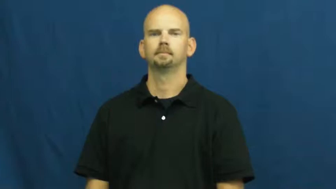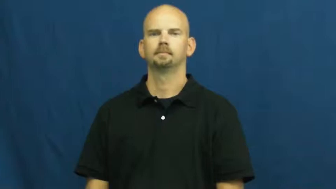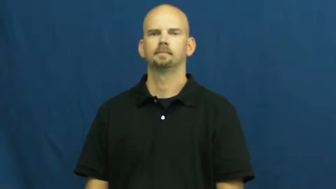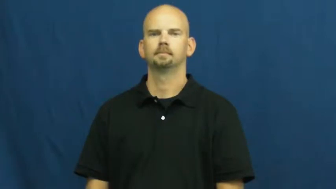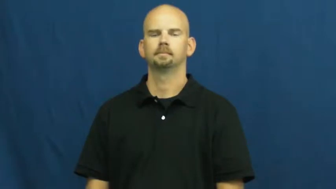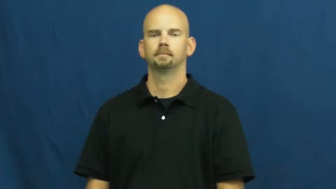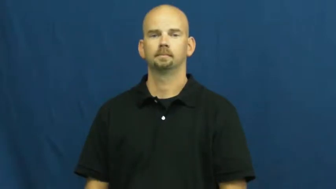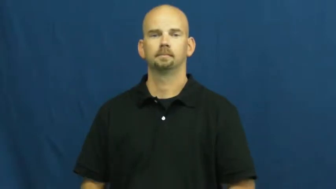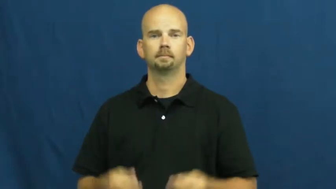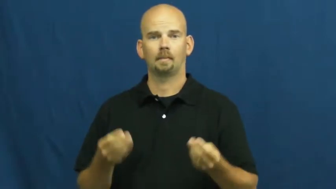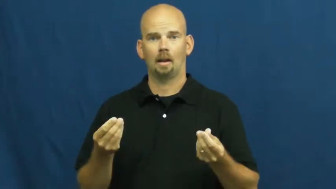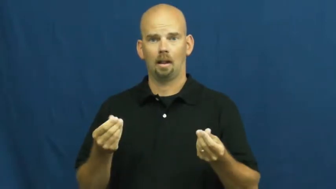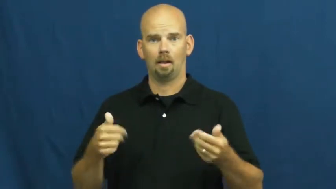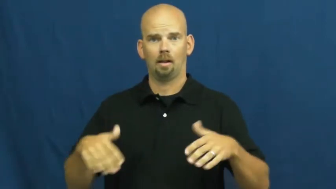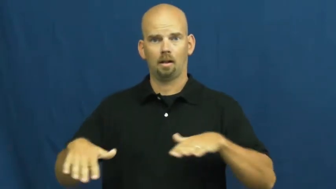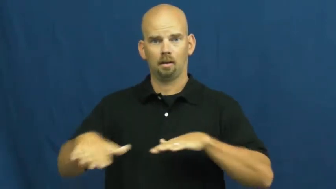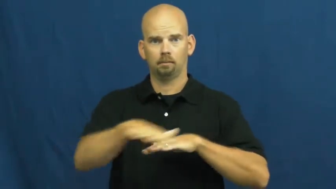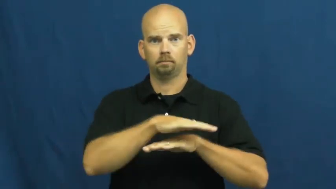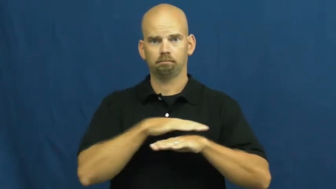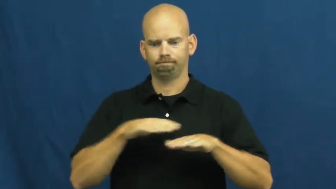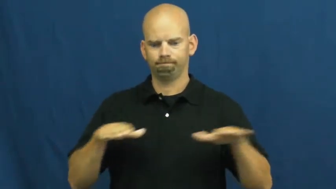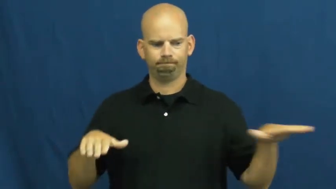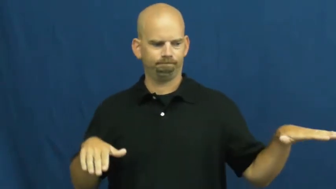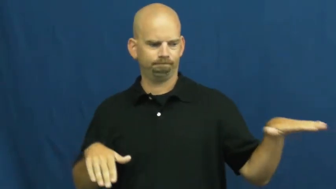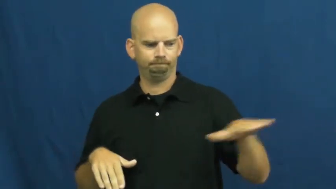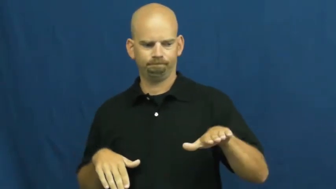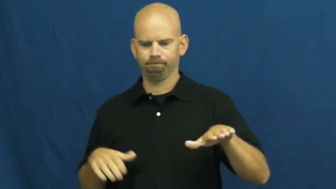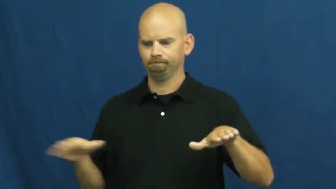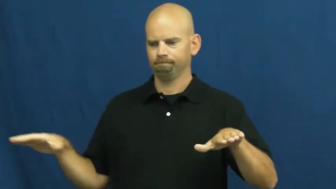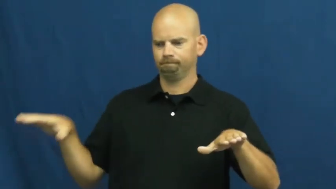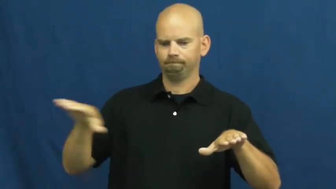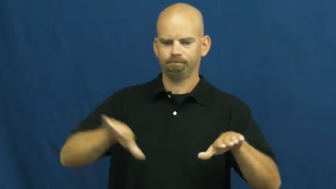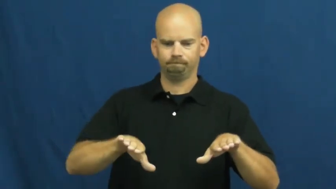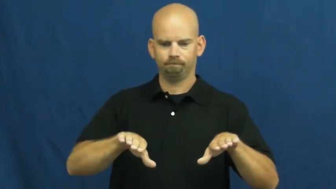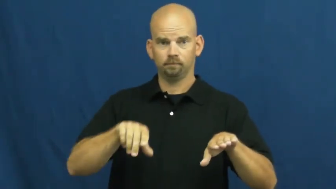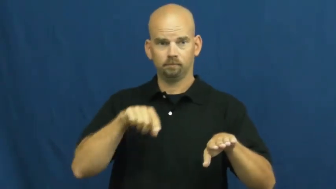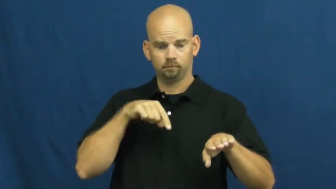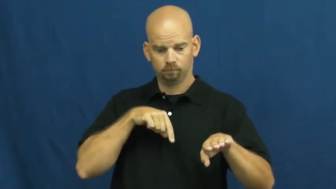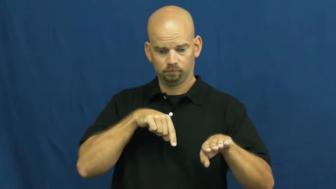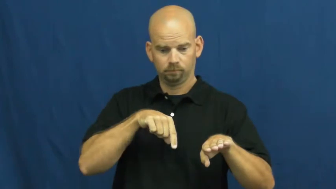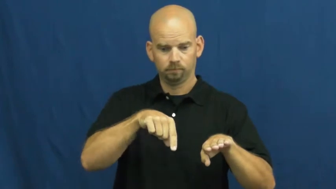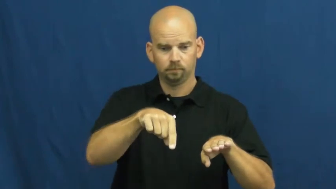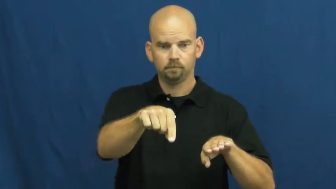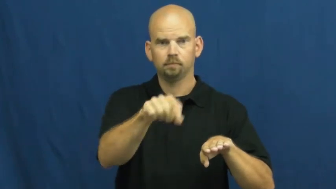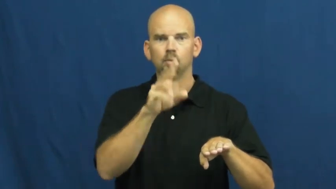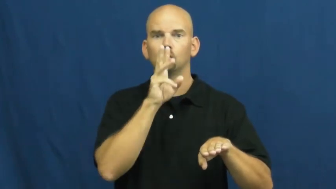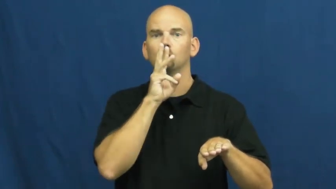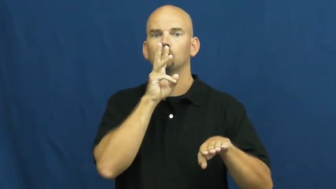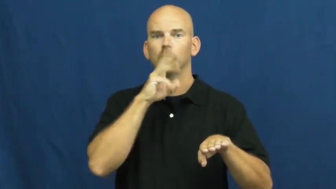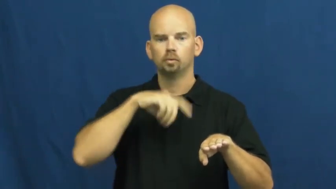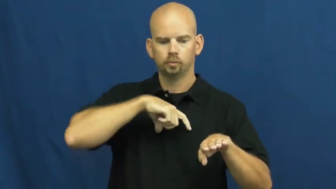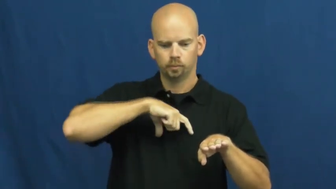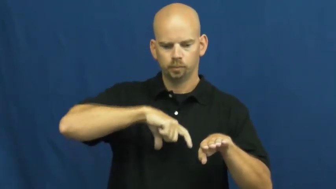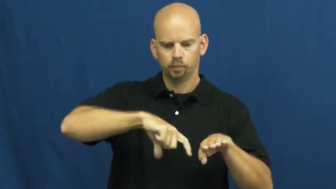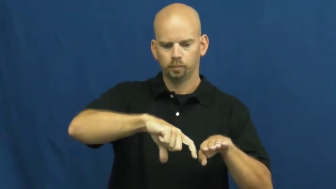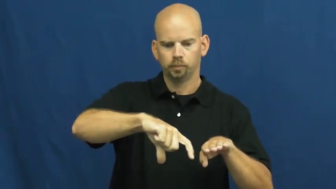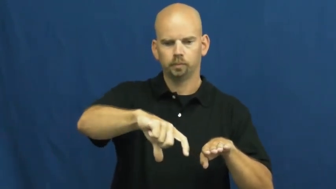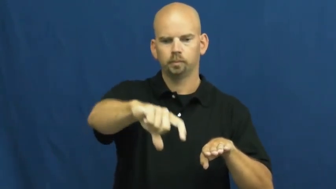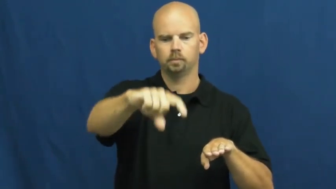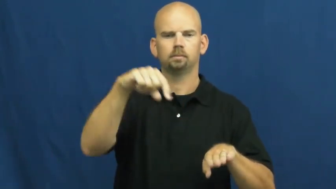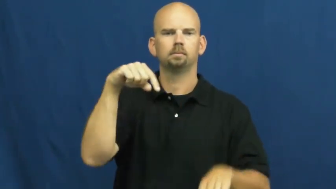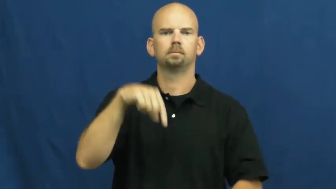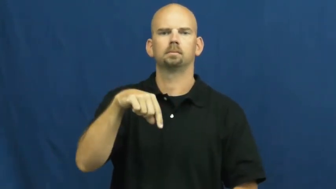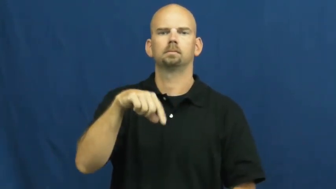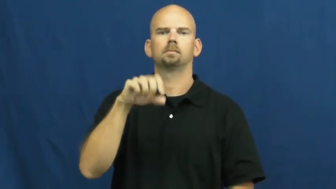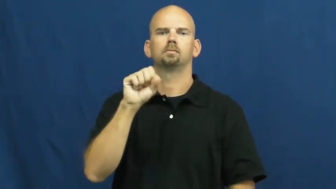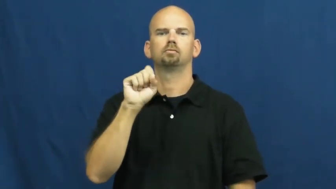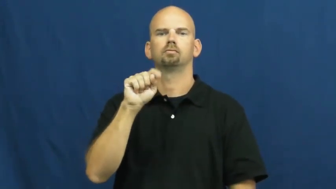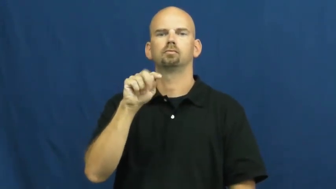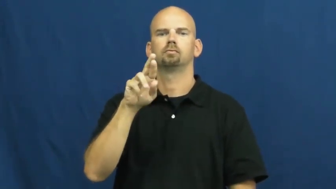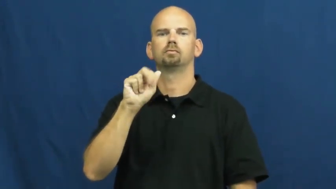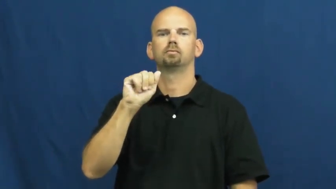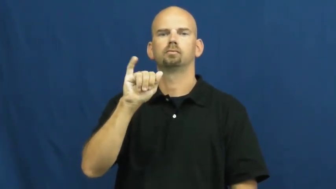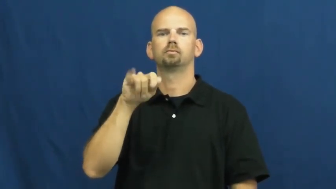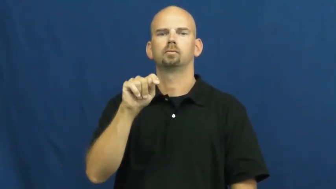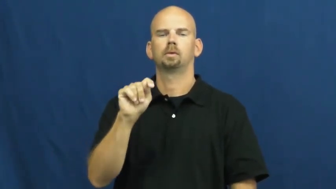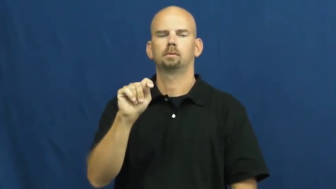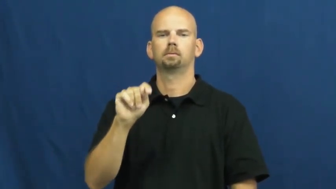strait